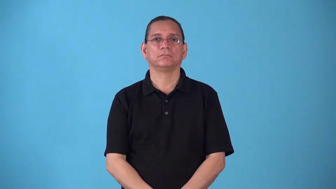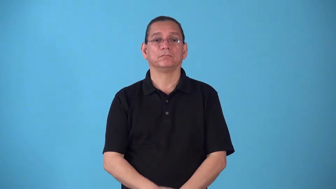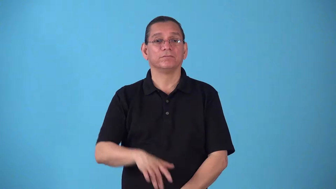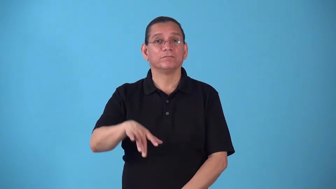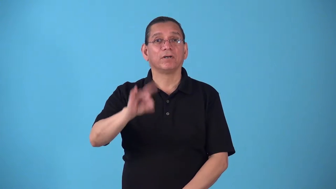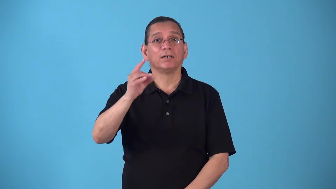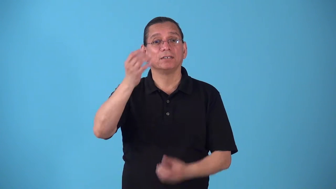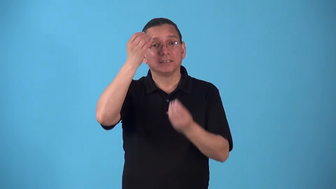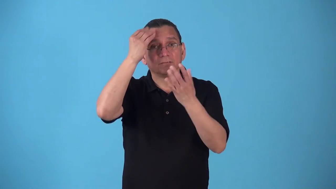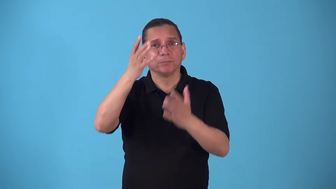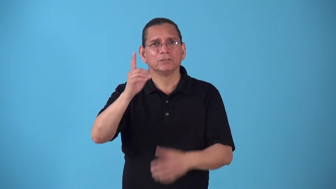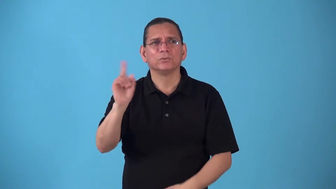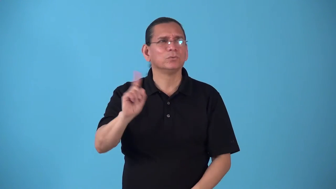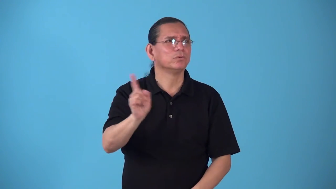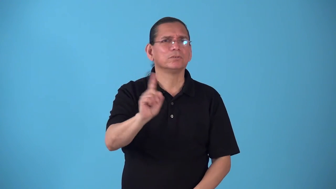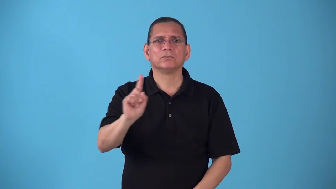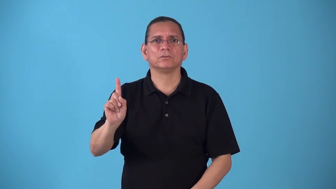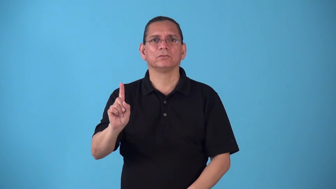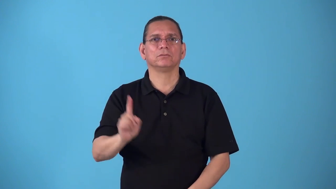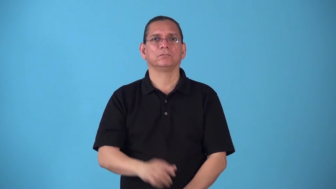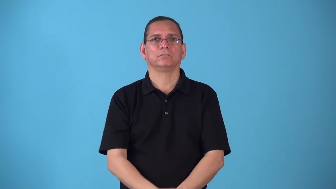source-find where information came from